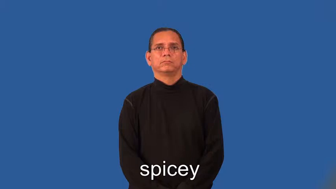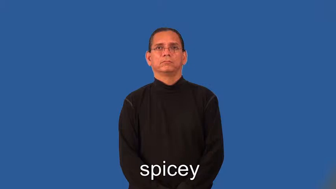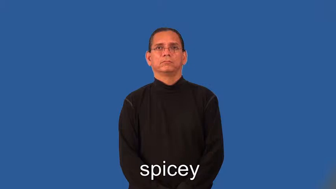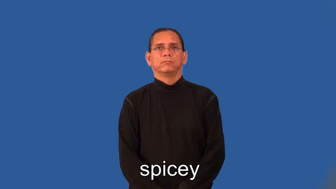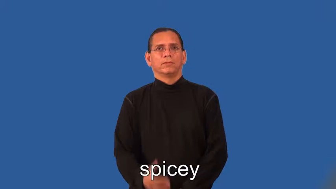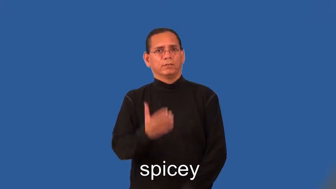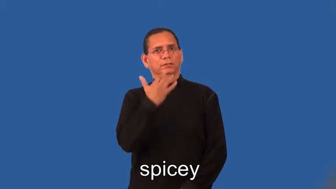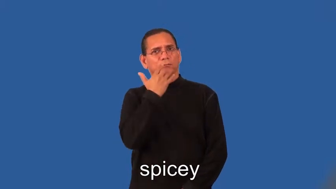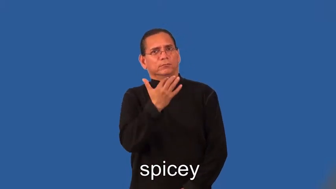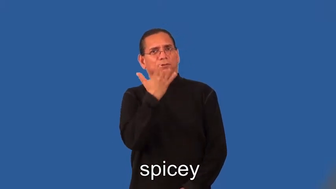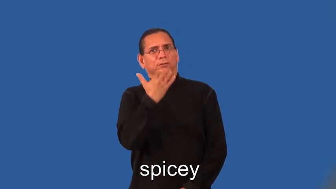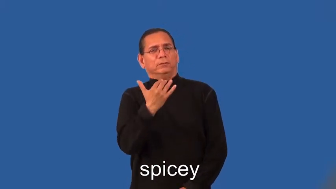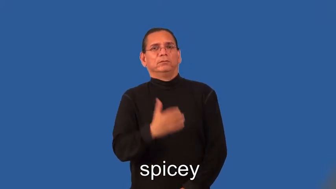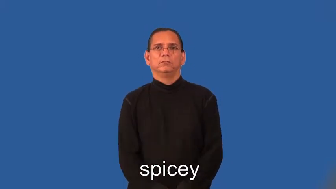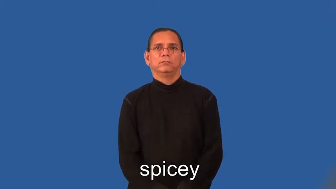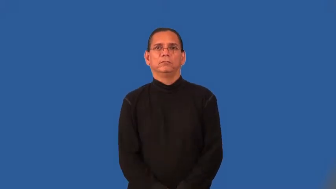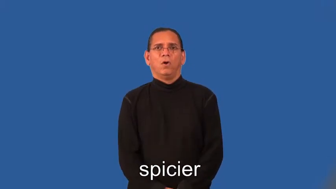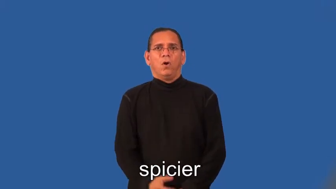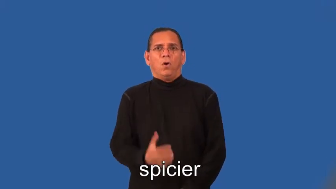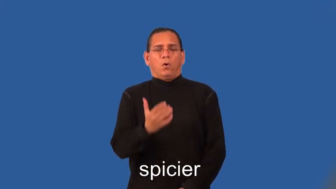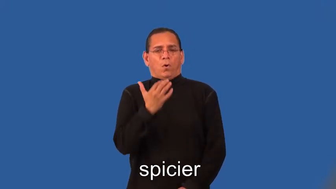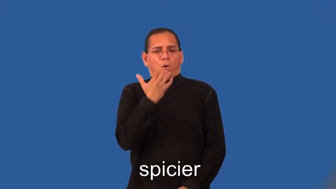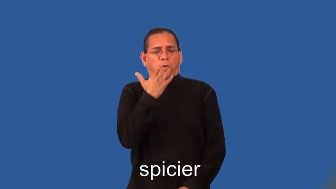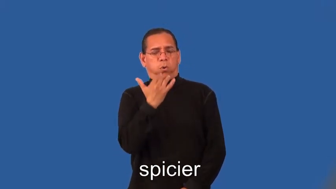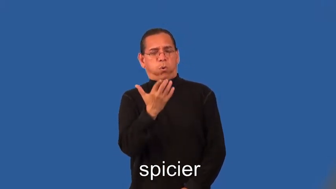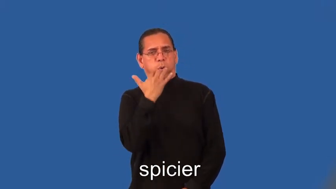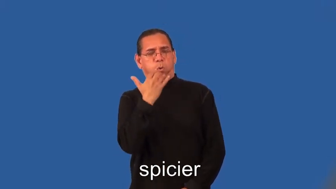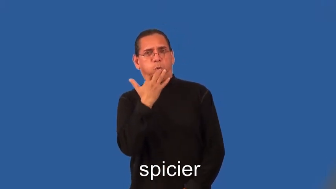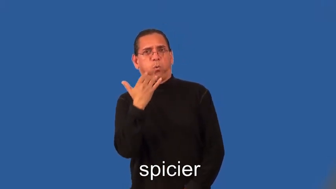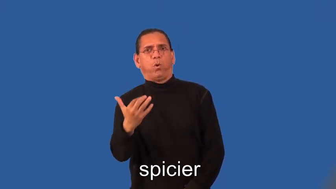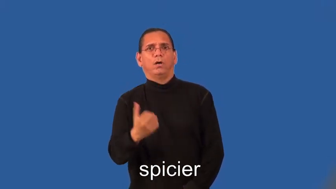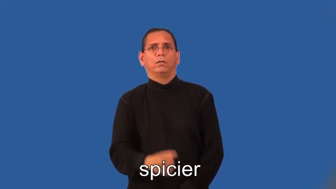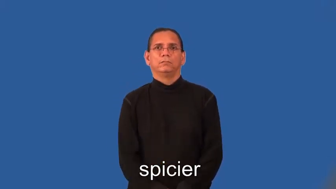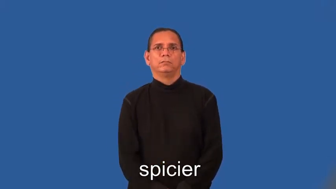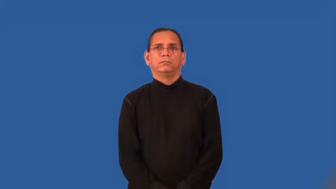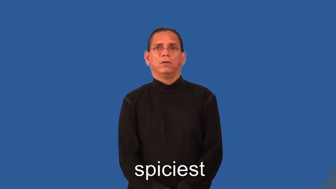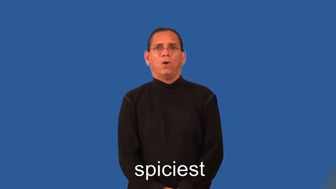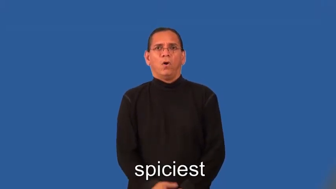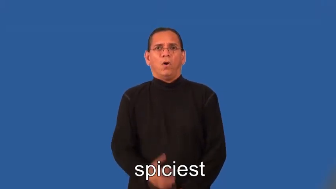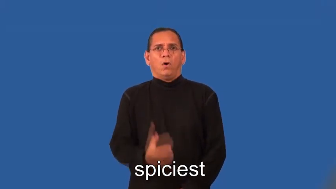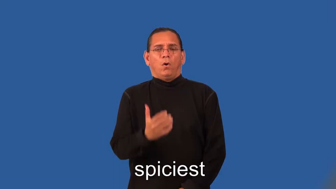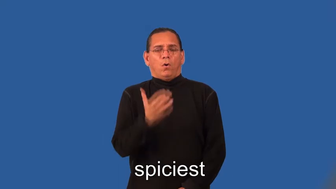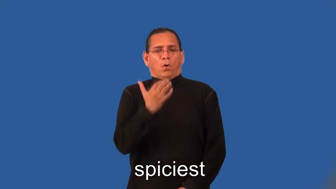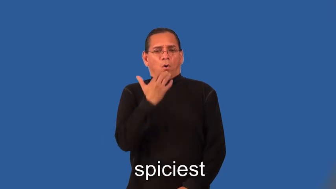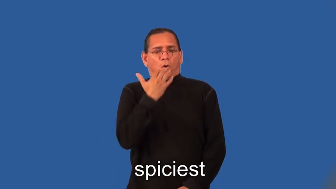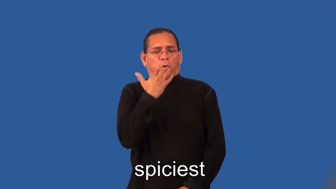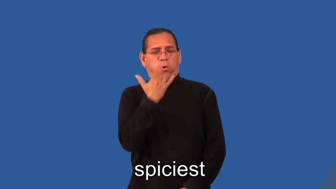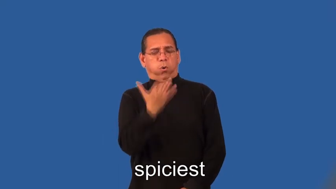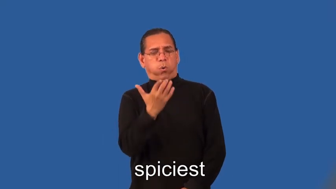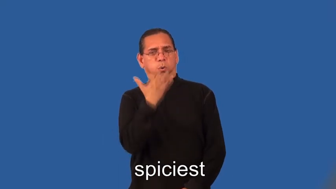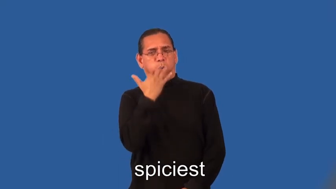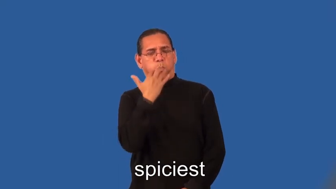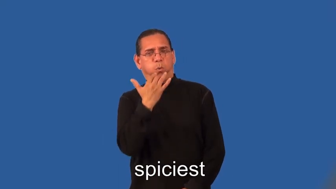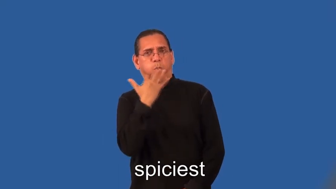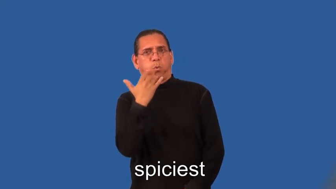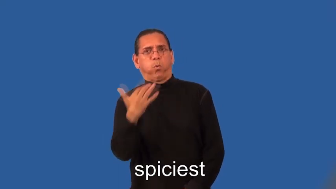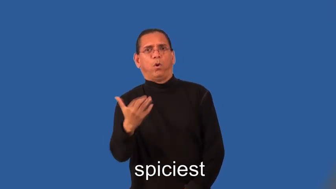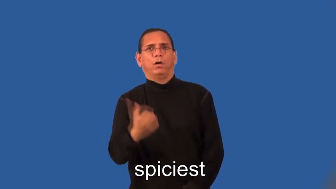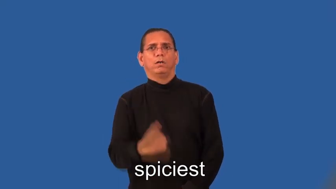spicier,spiciest